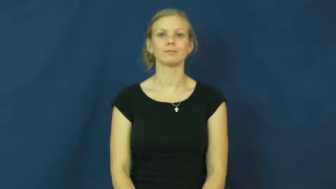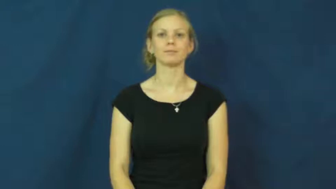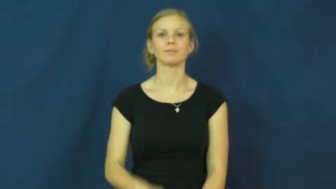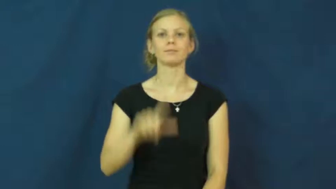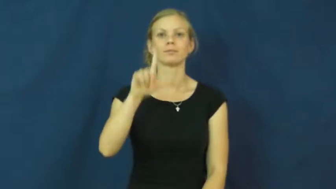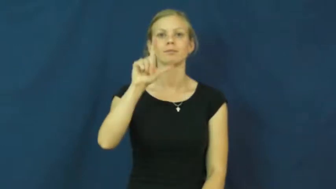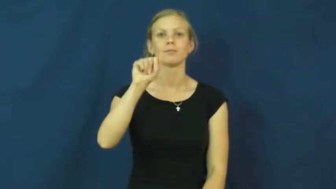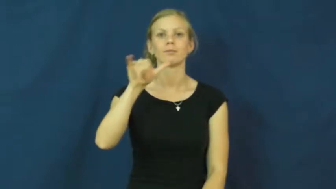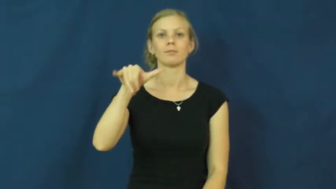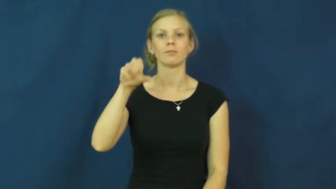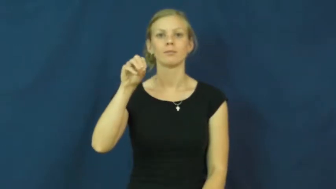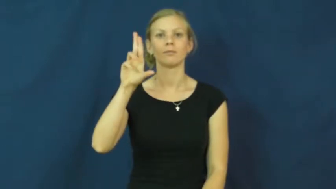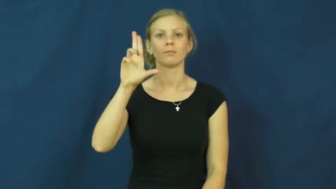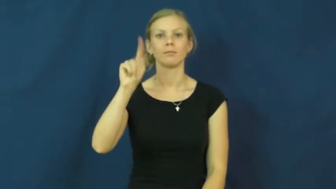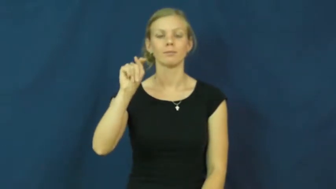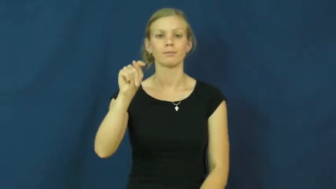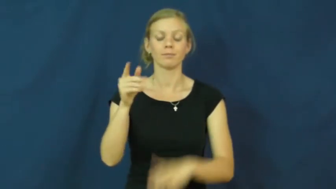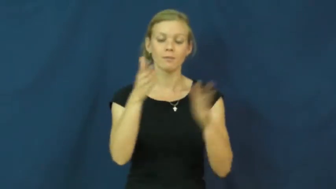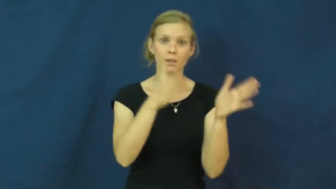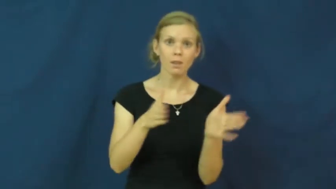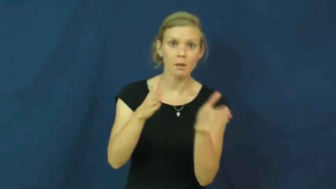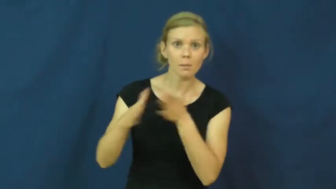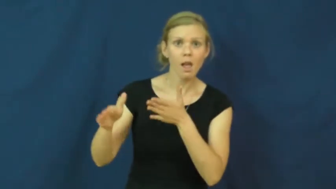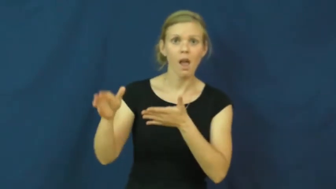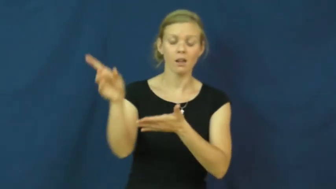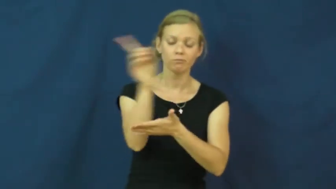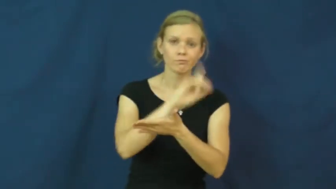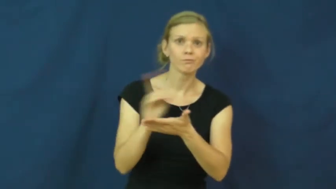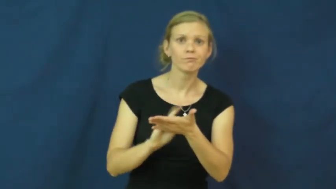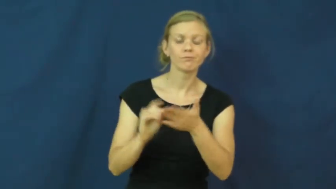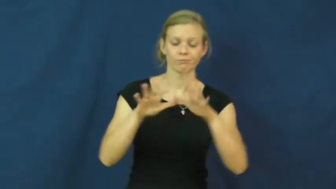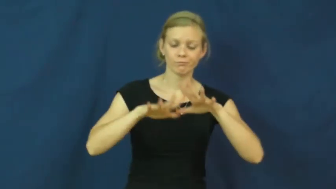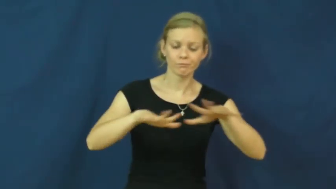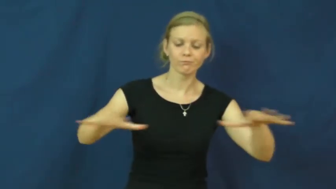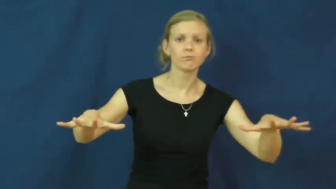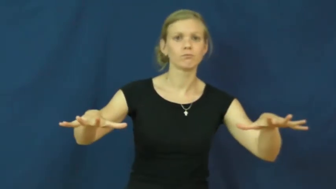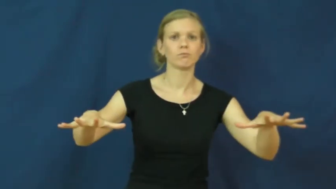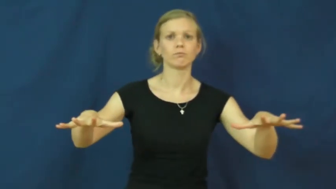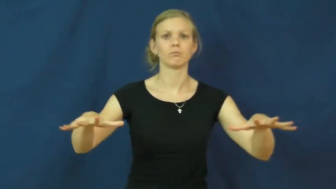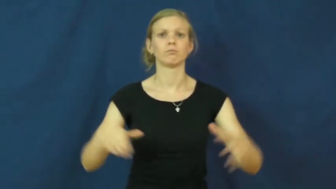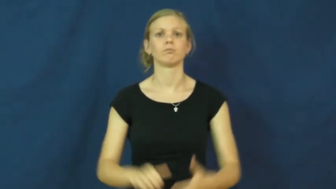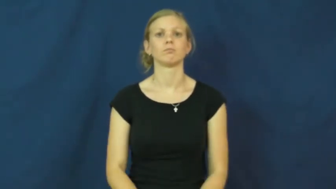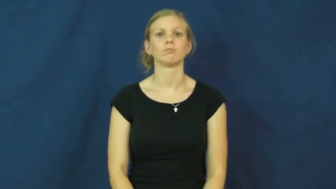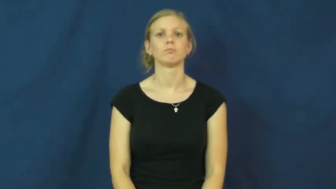layout